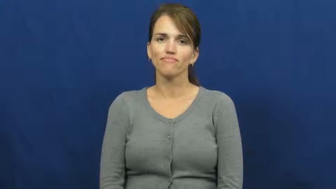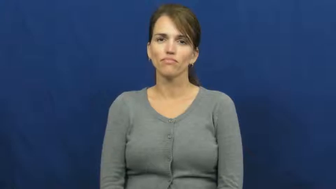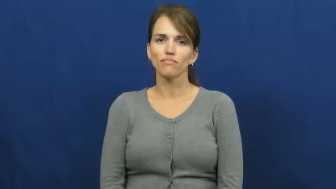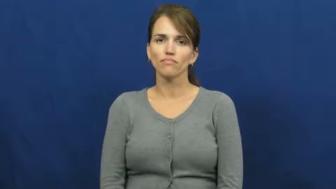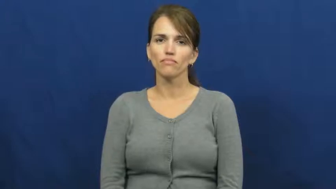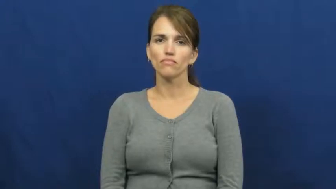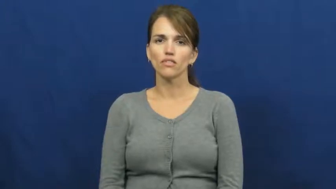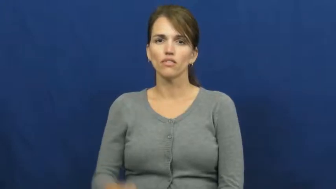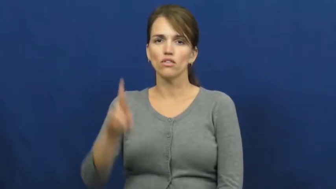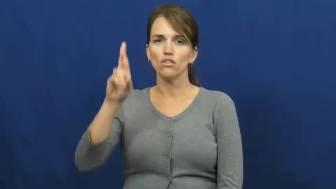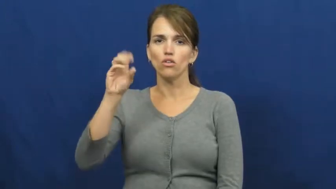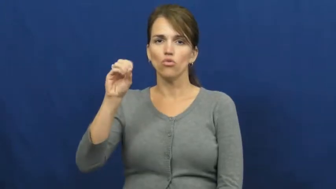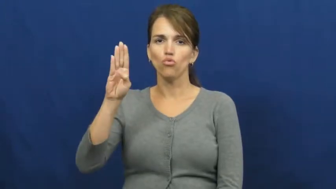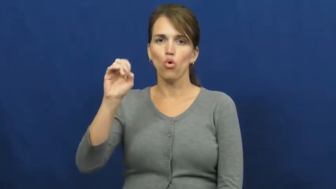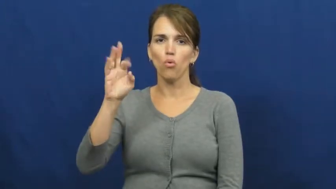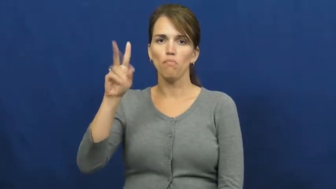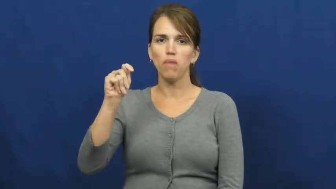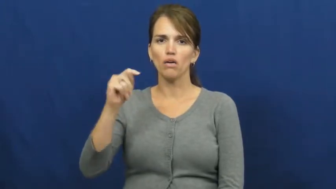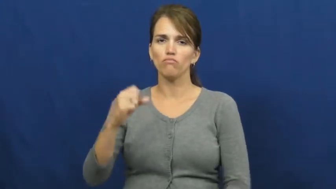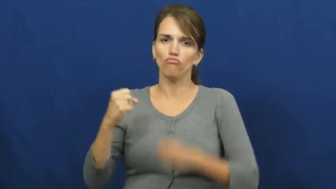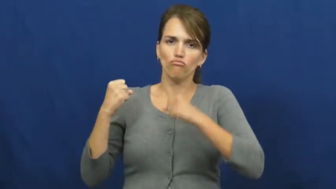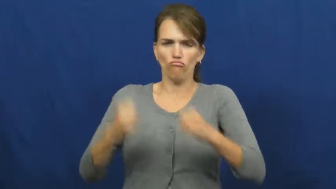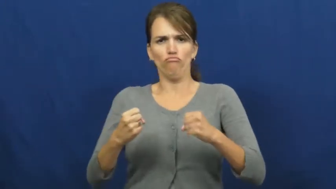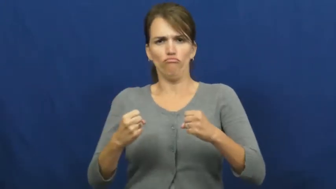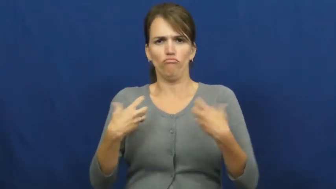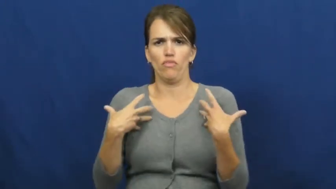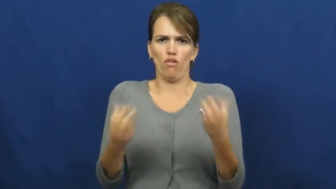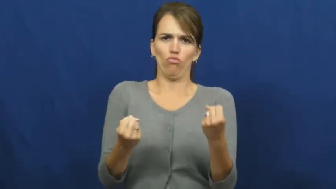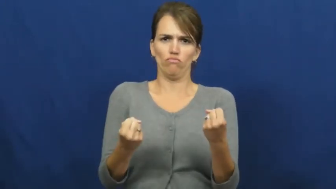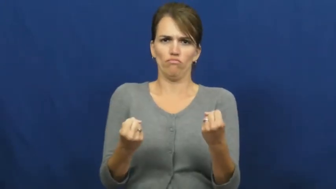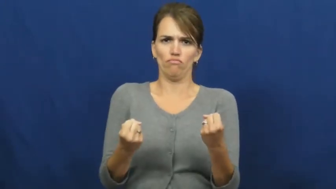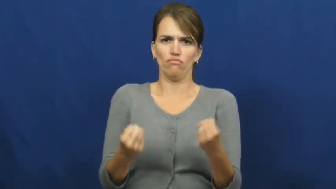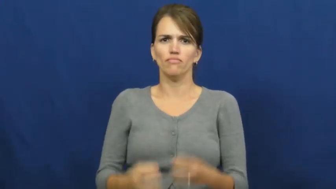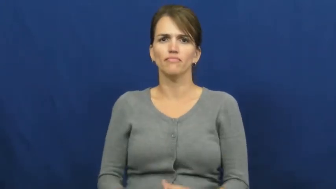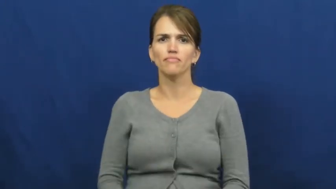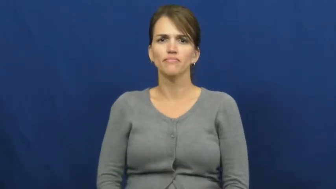robust